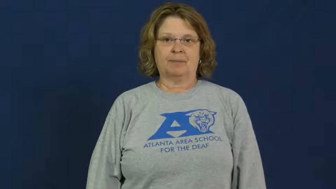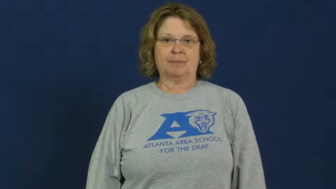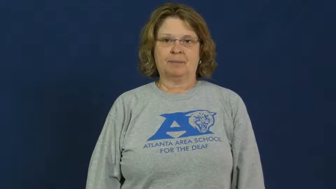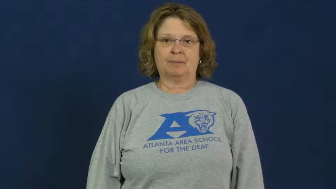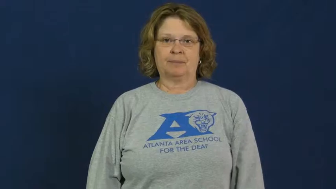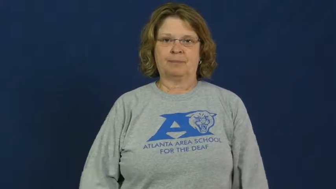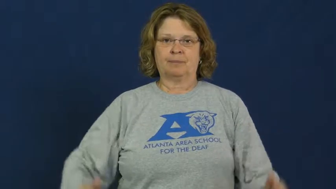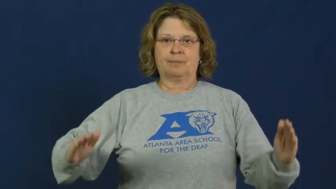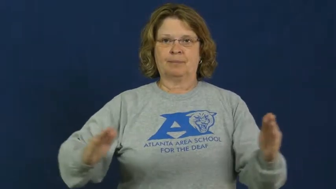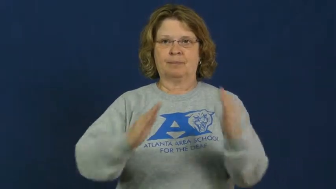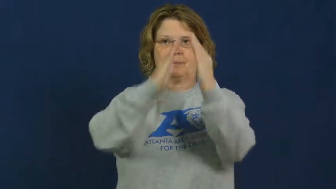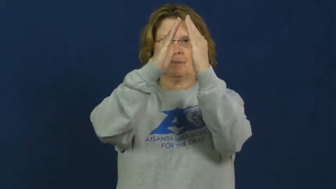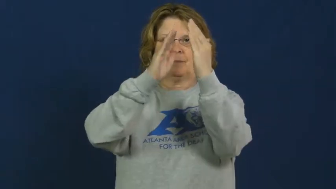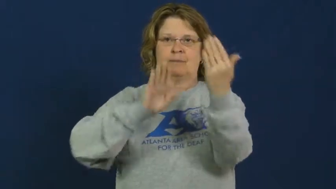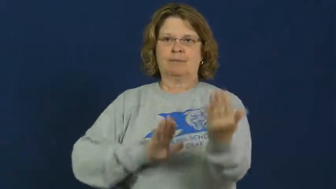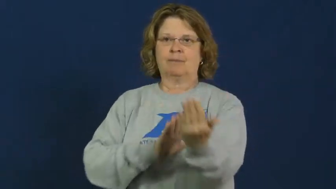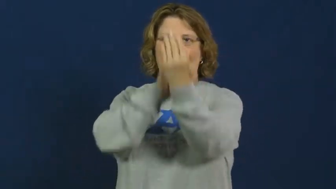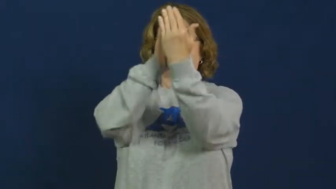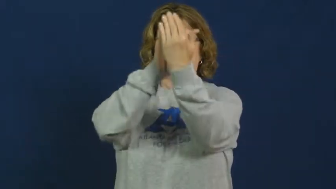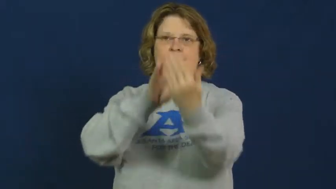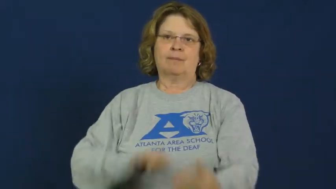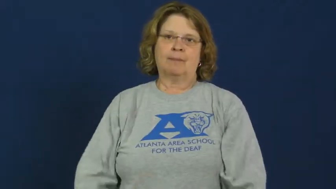pyramid